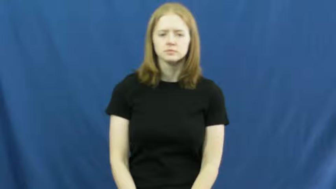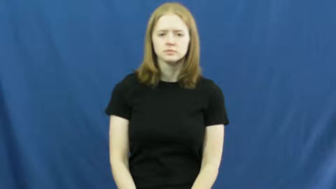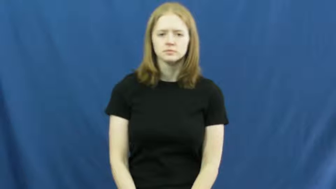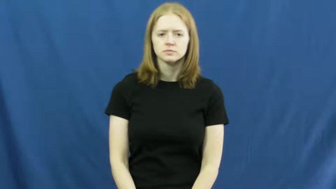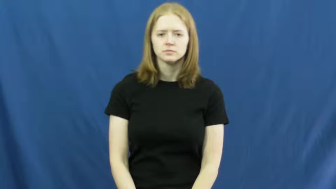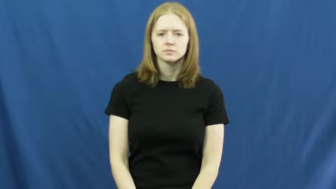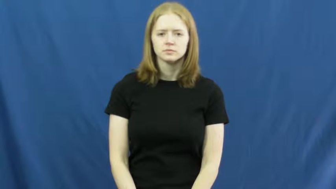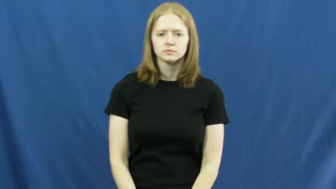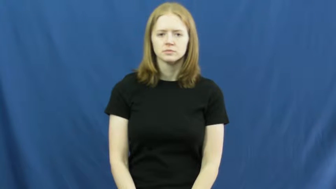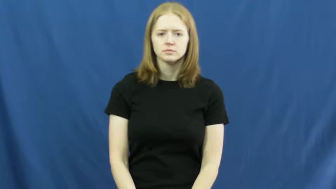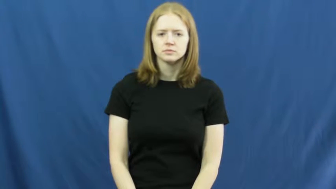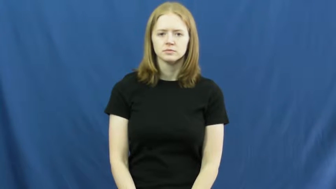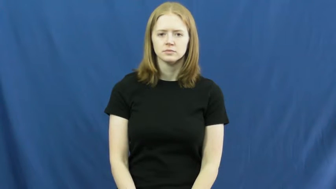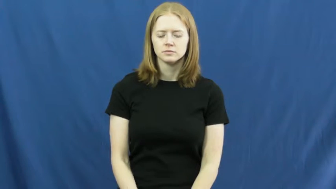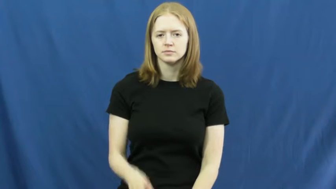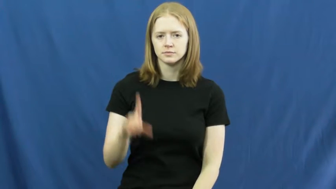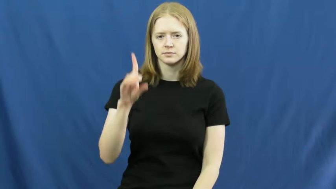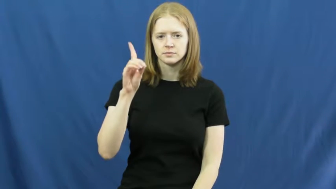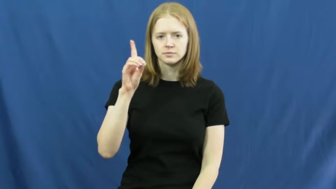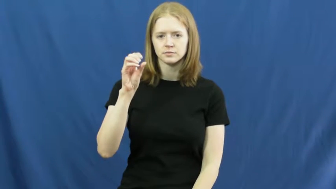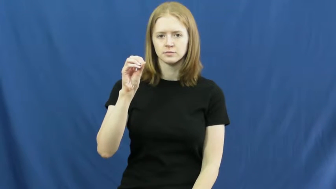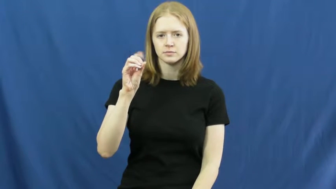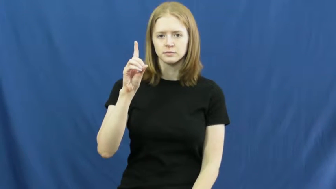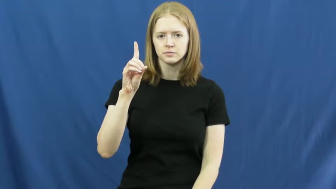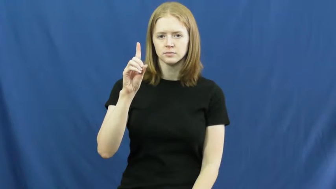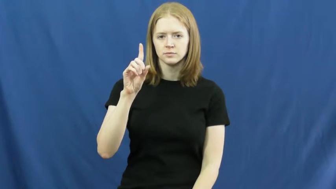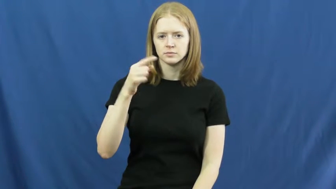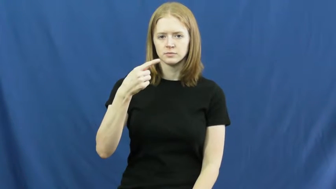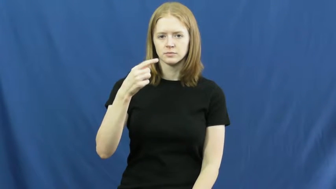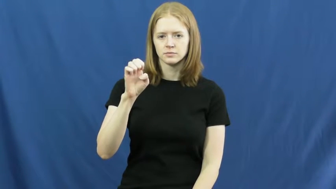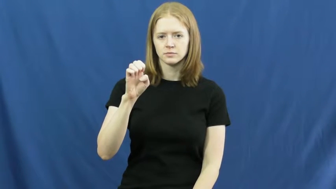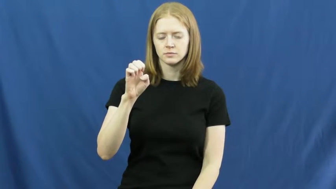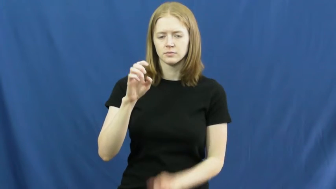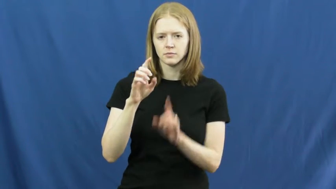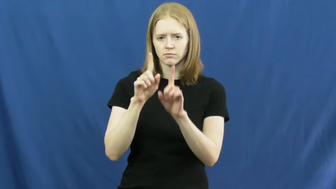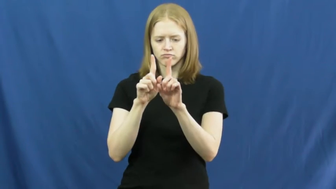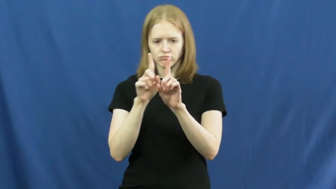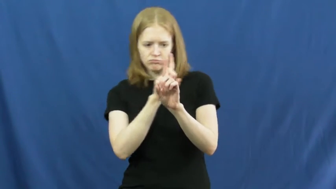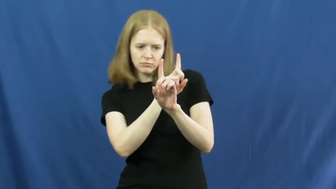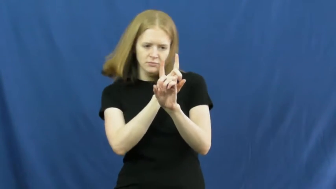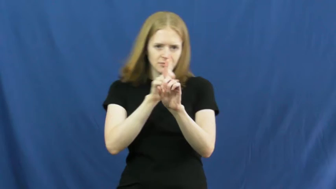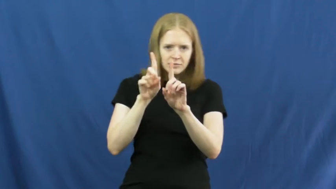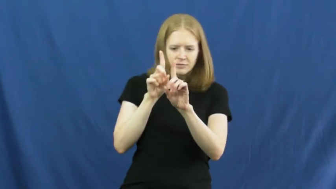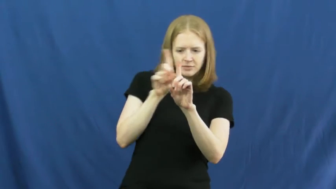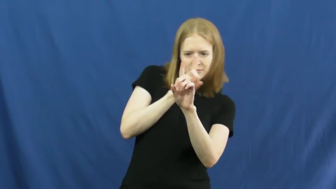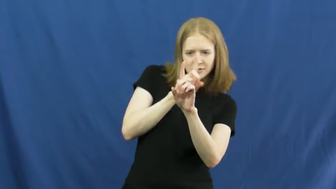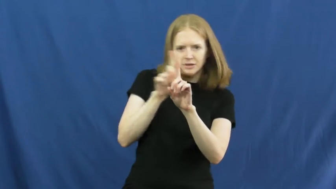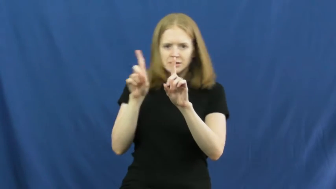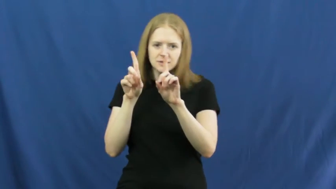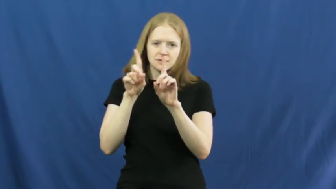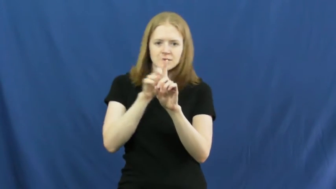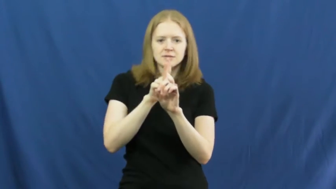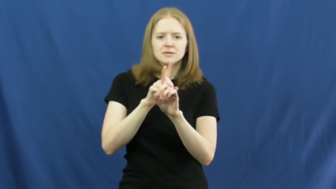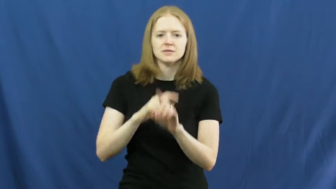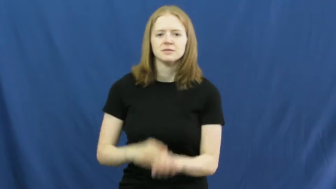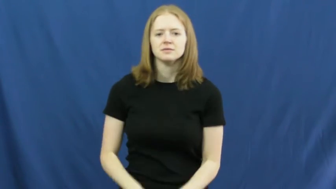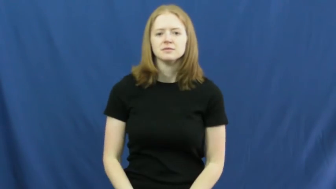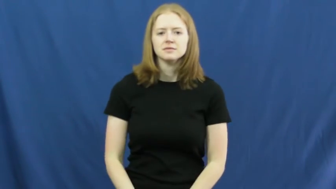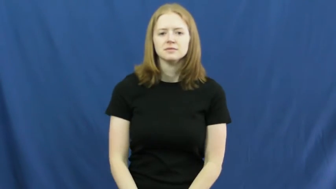dodge